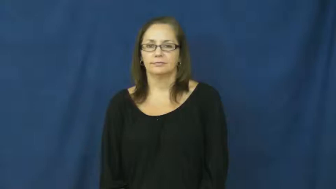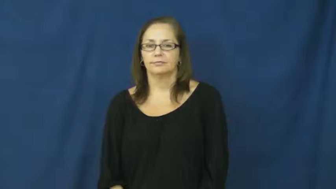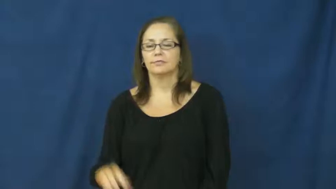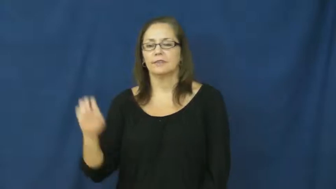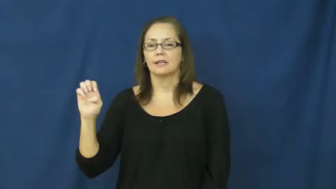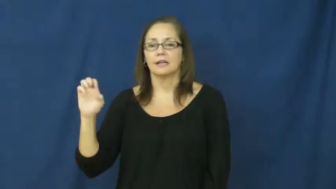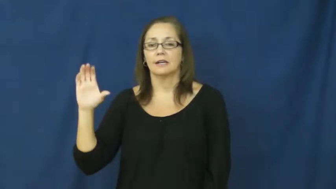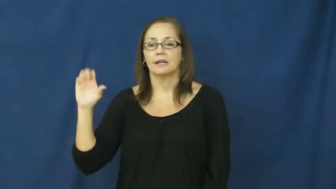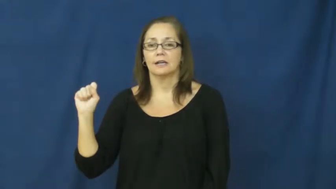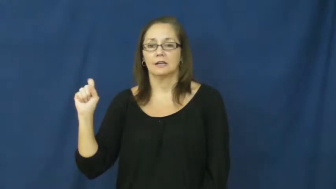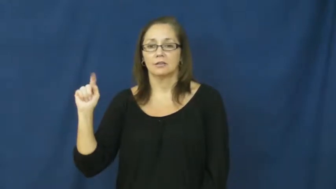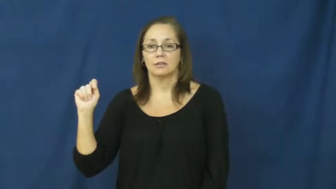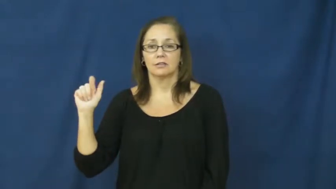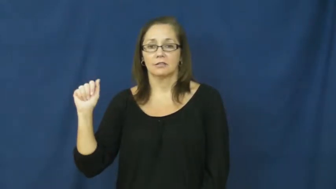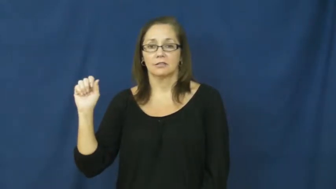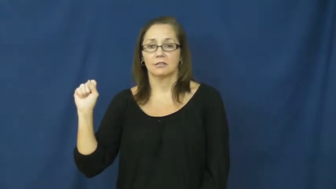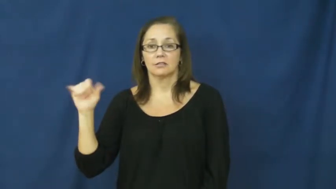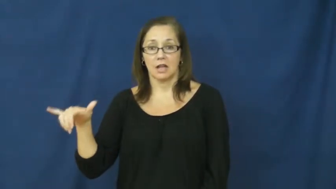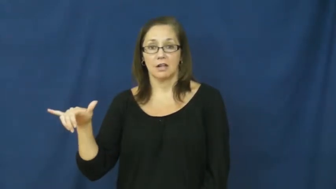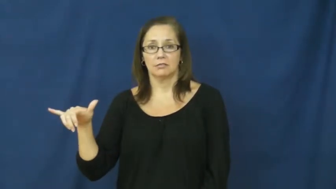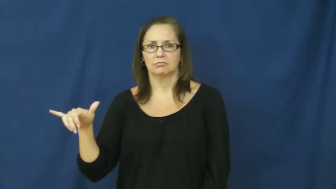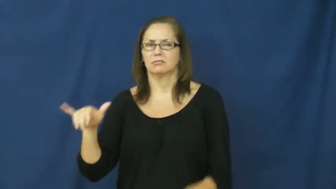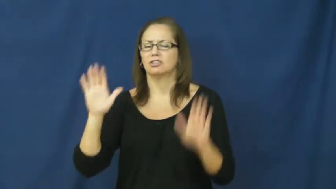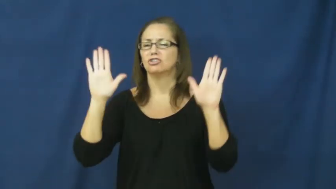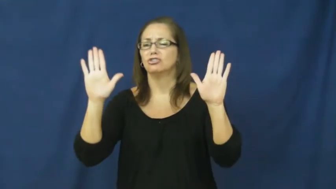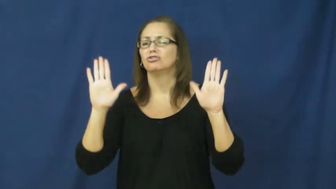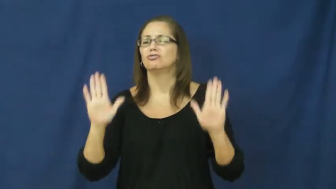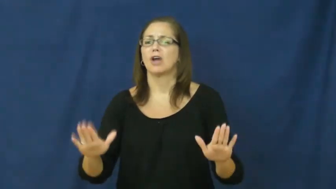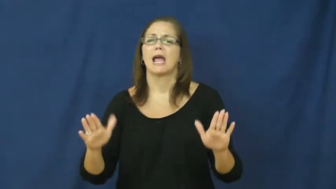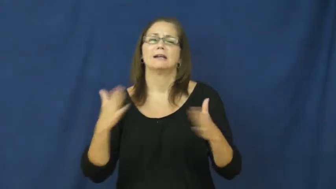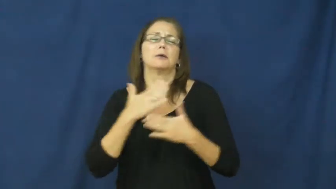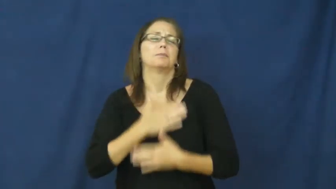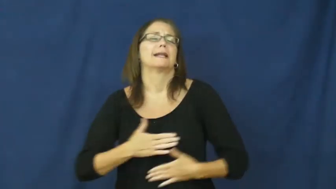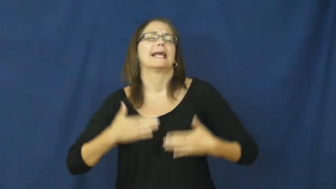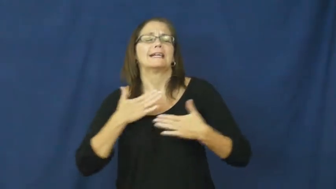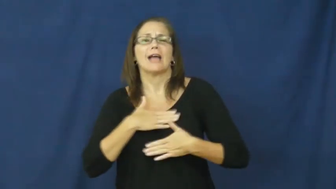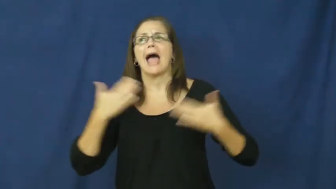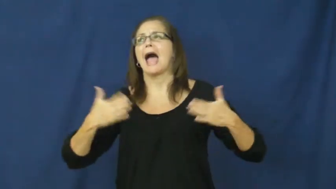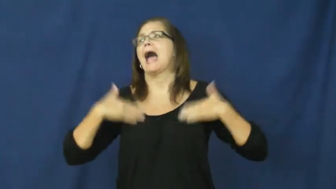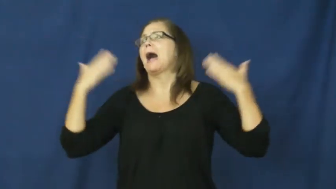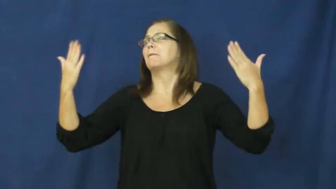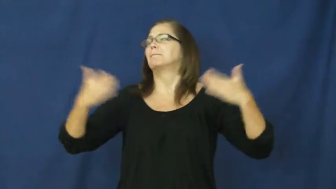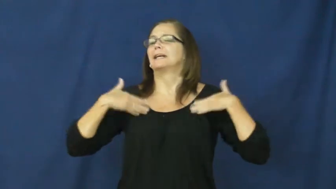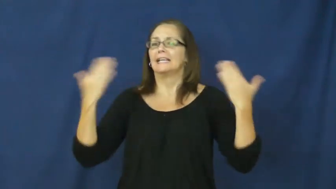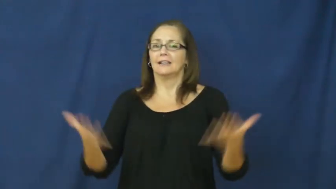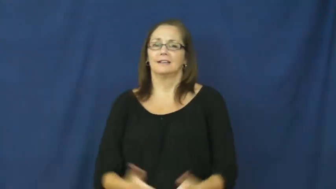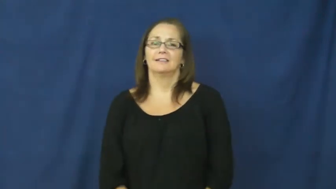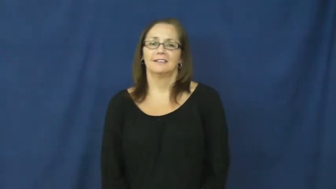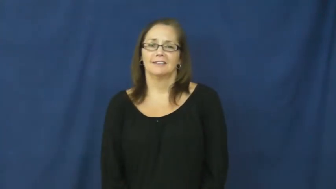ecstasy